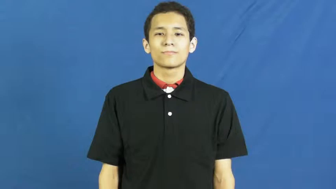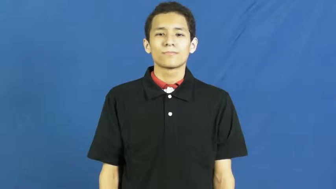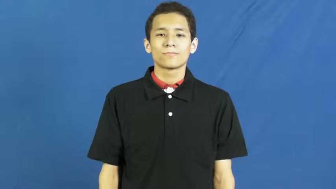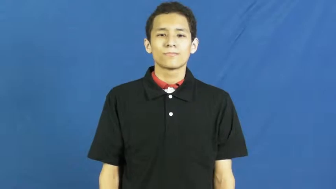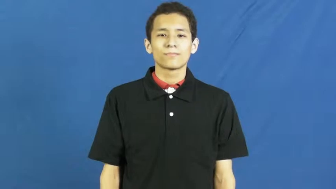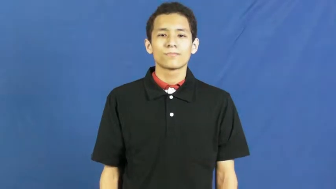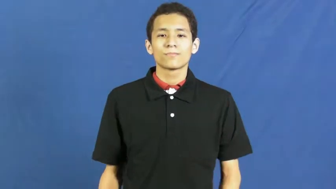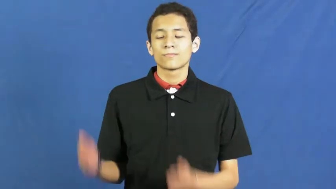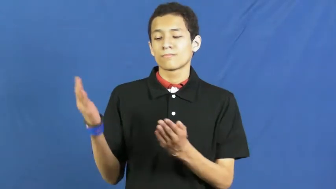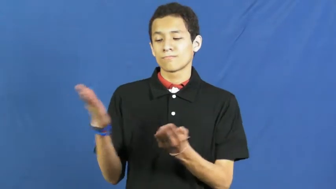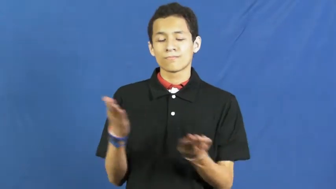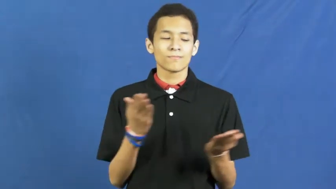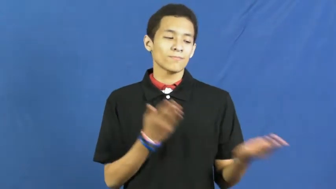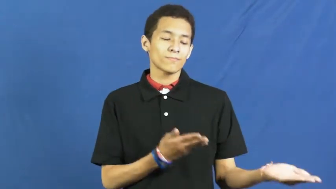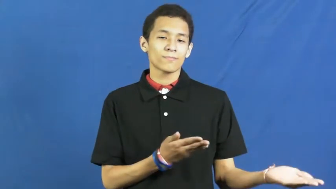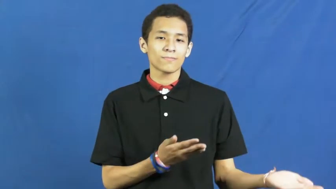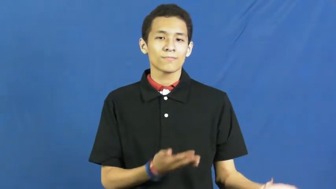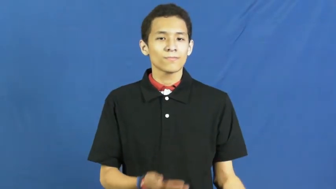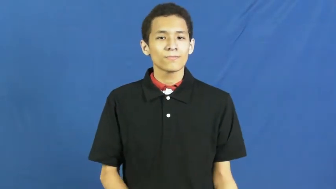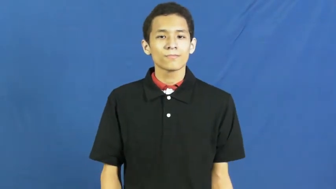deliver